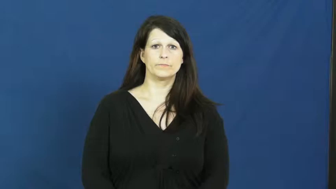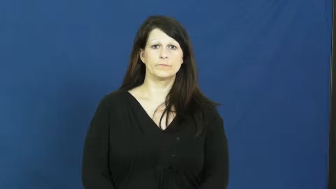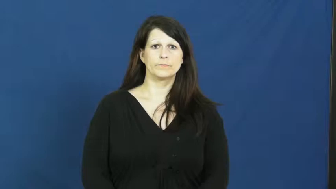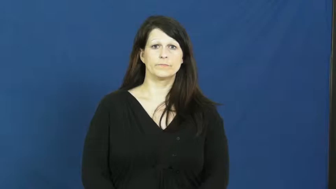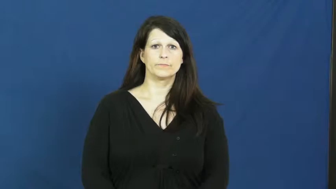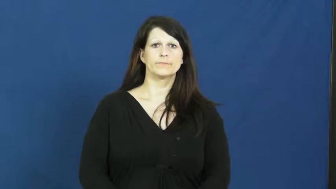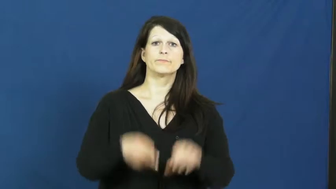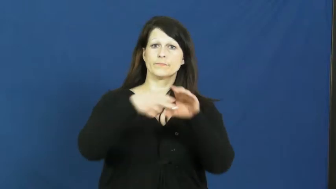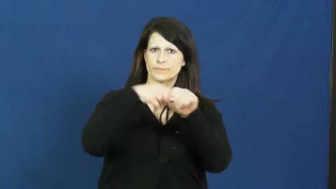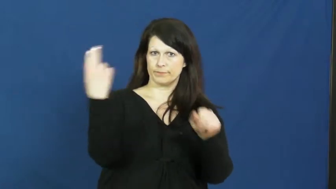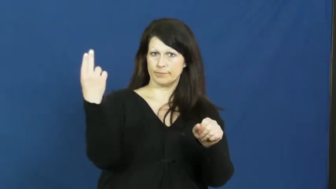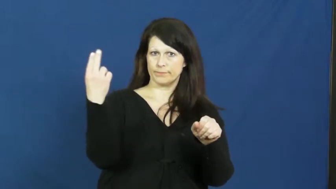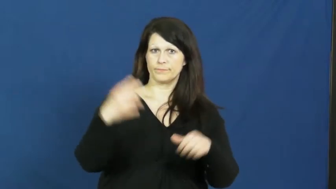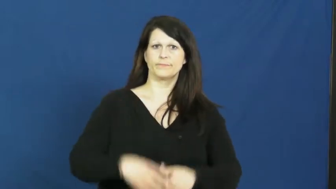pull out,bow out,pullout-quit